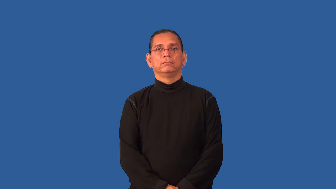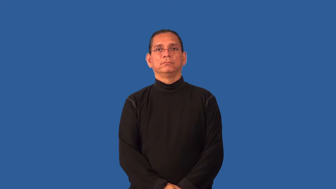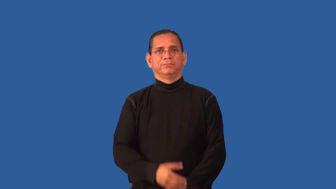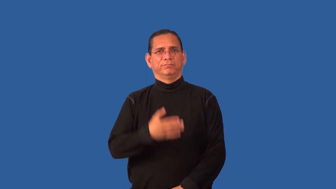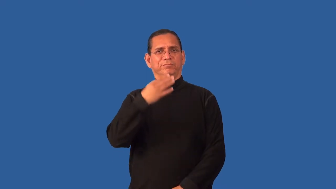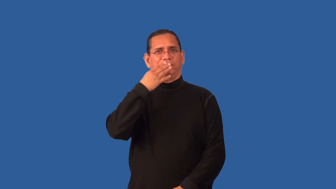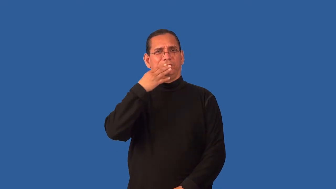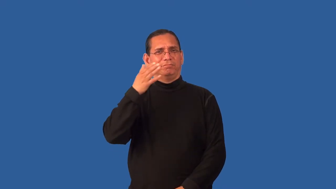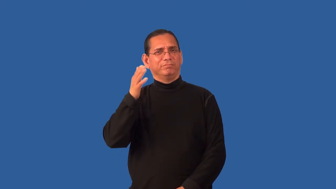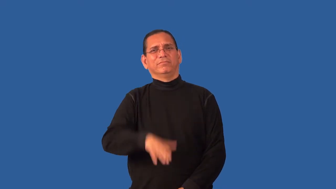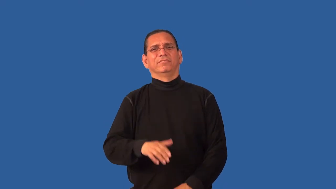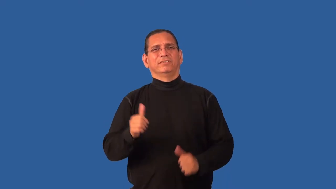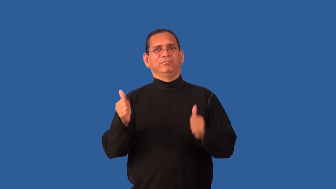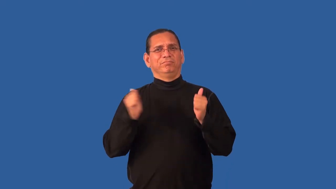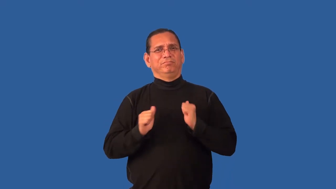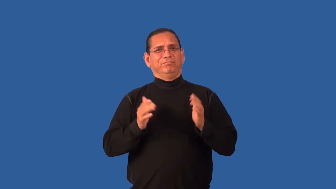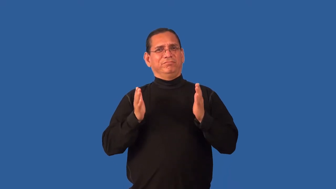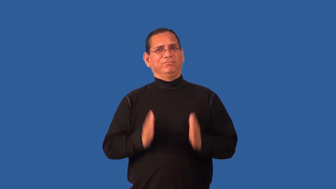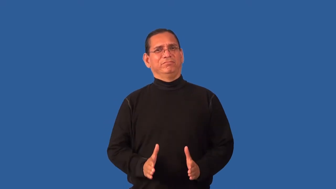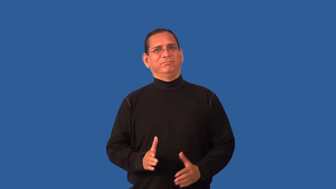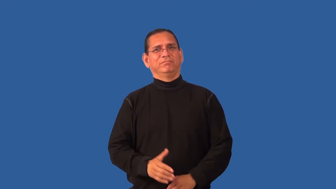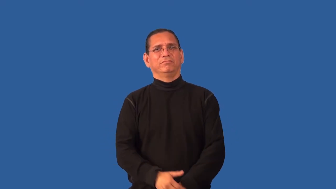ham-actor